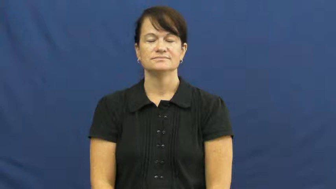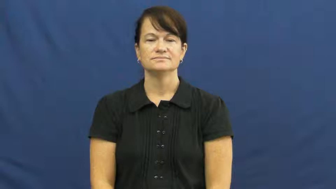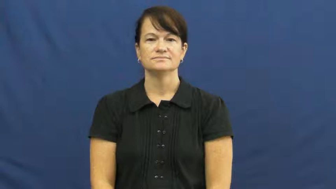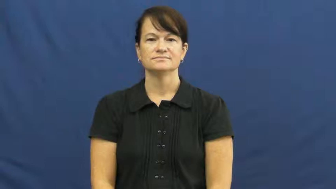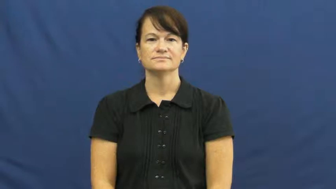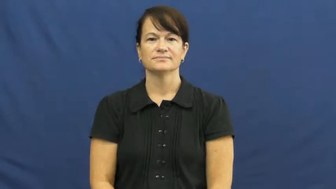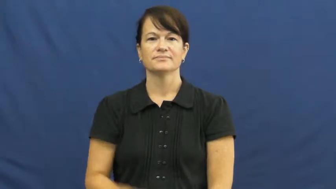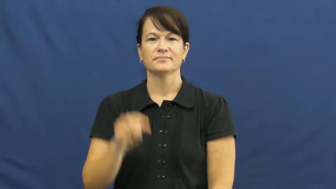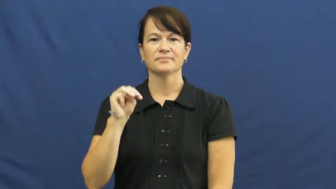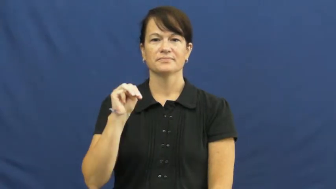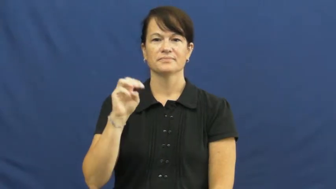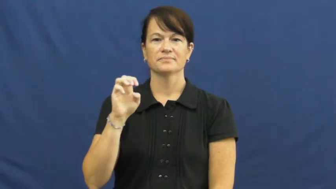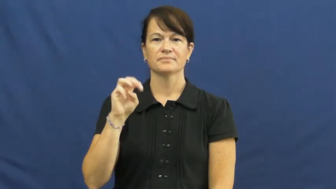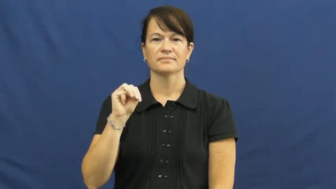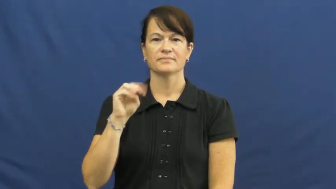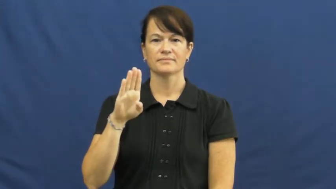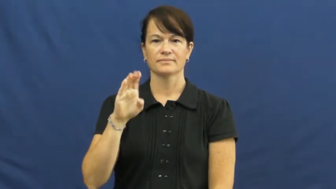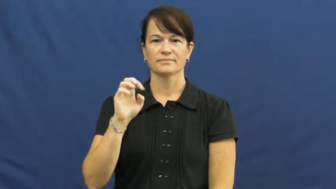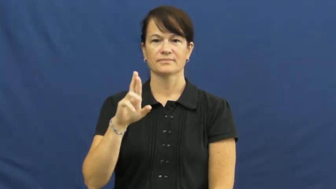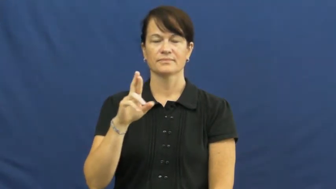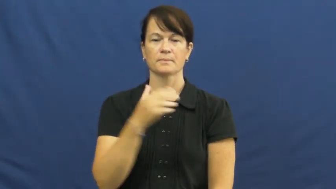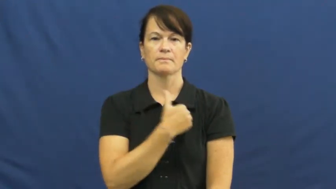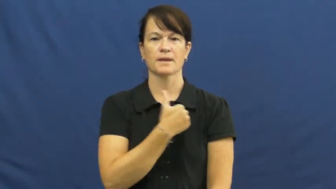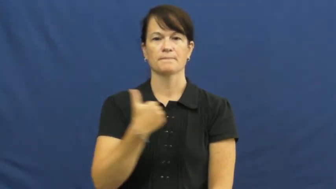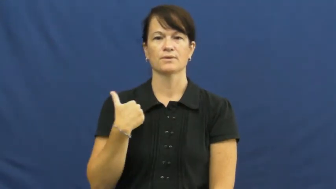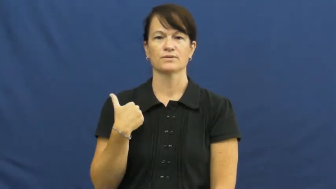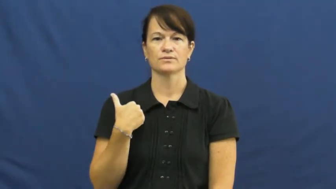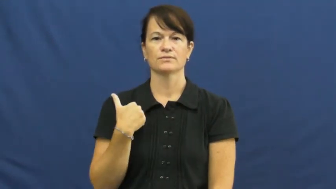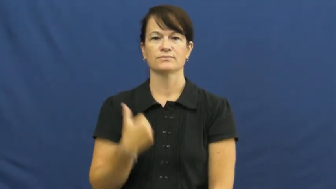member